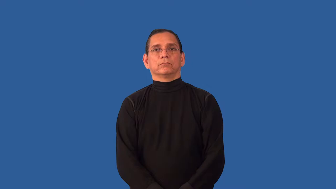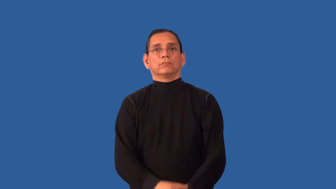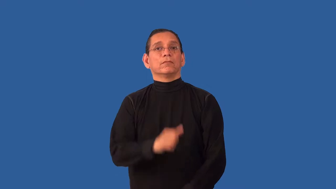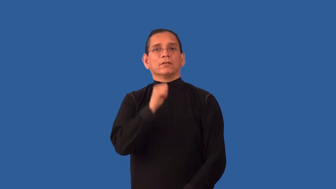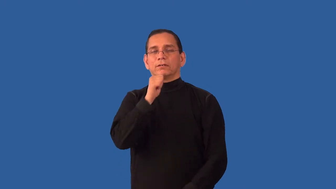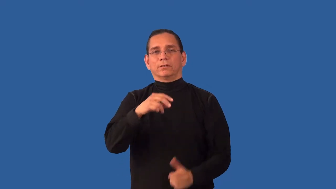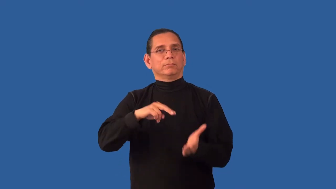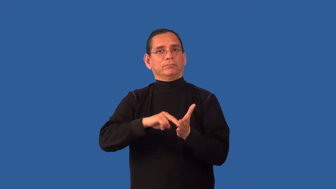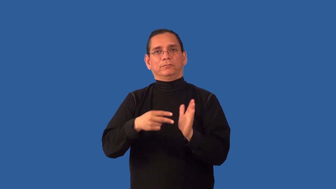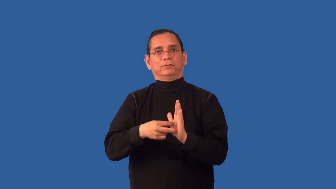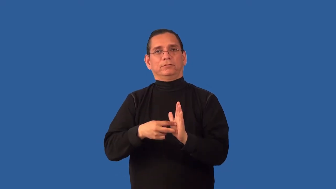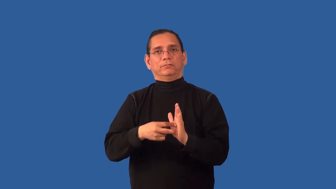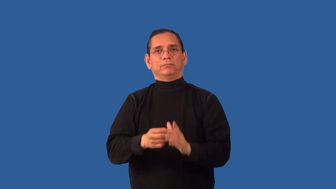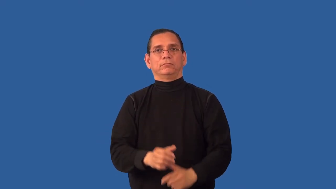unintentional